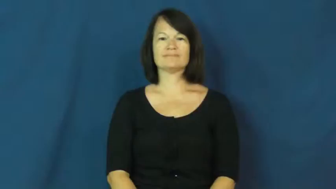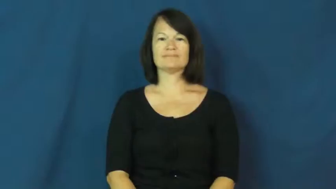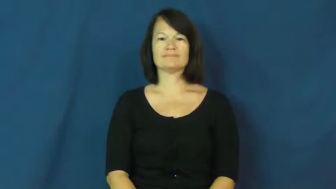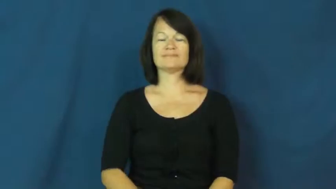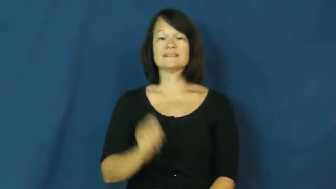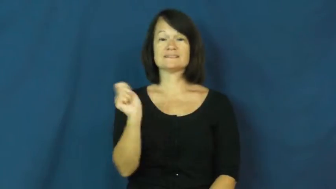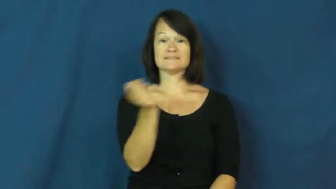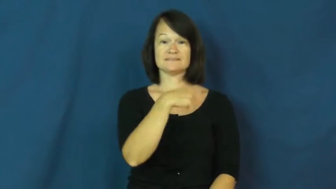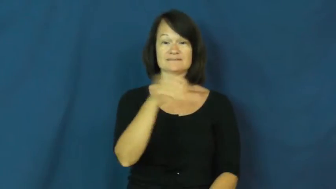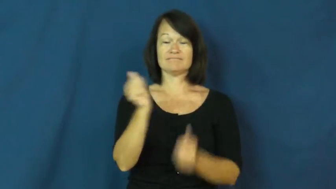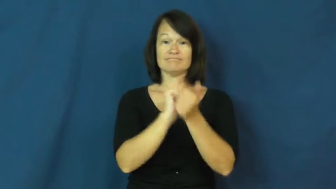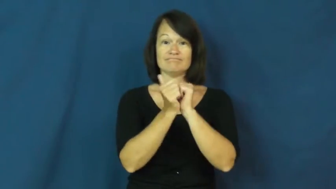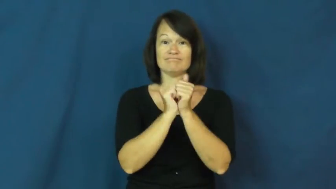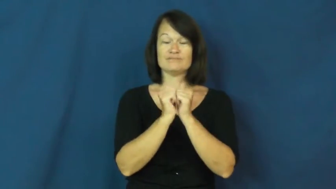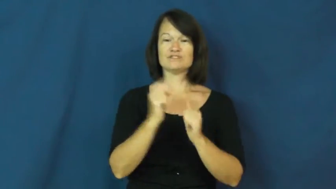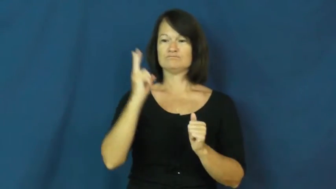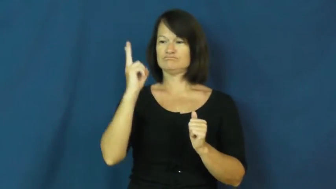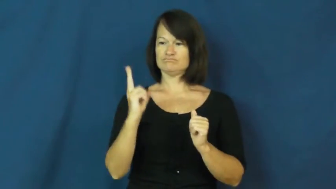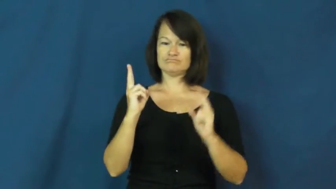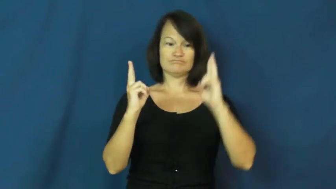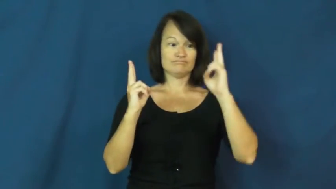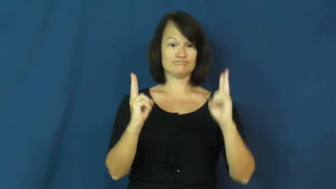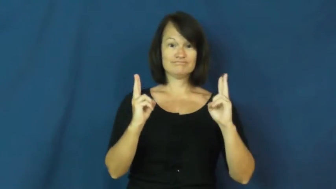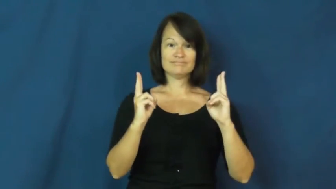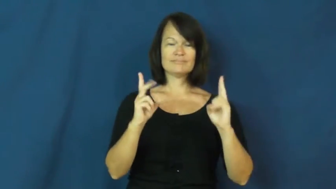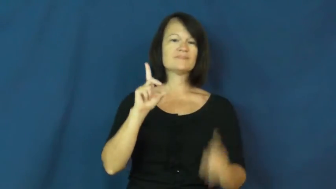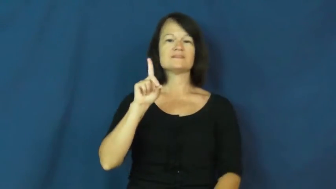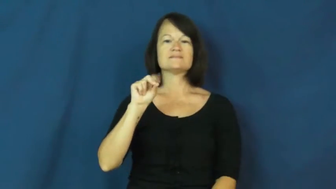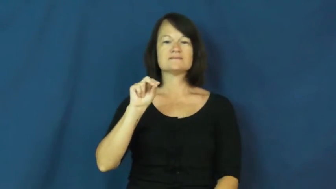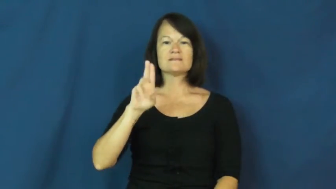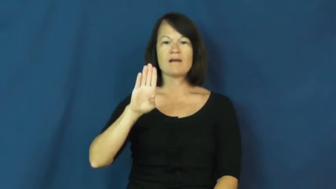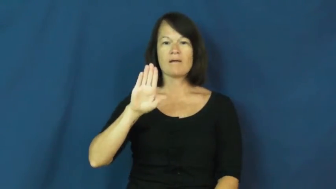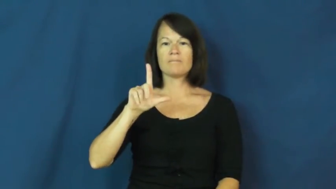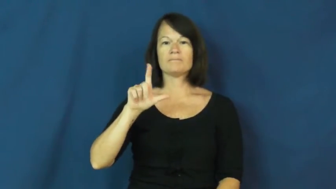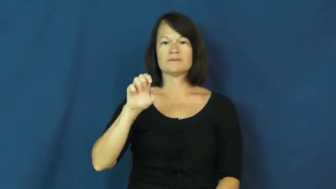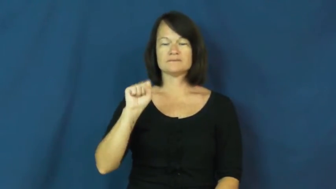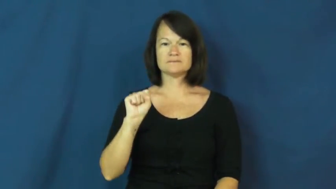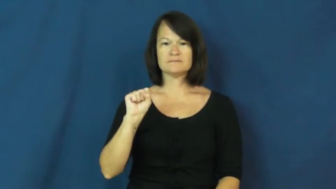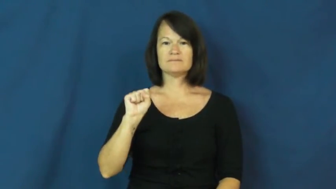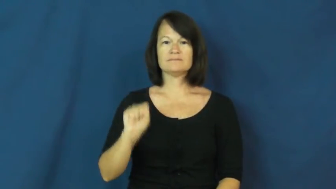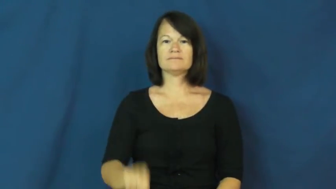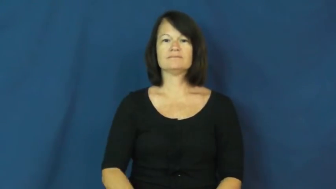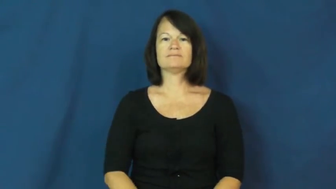doubles